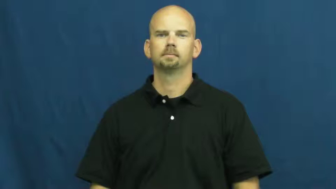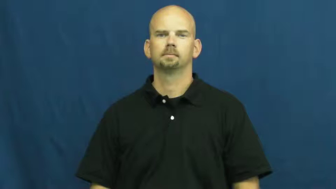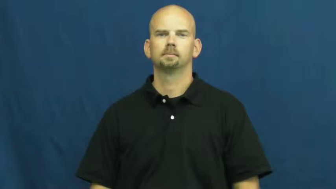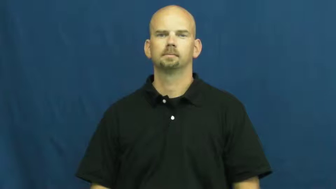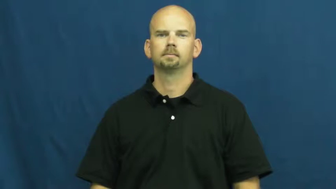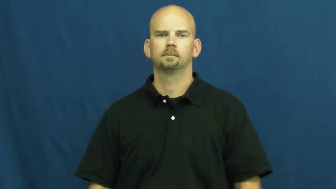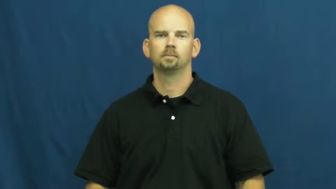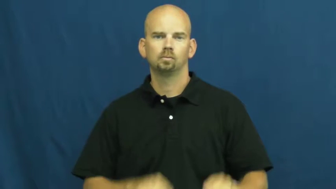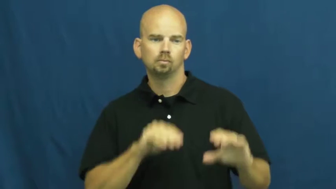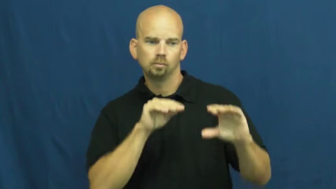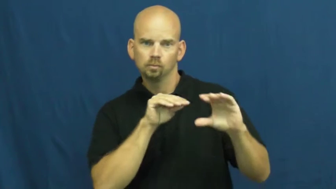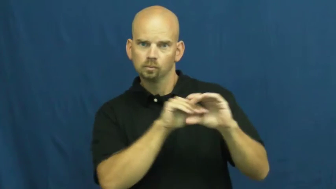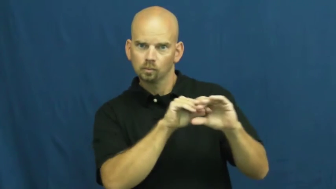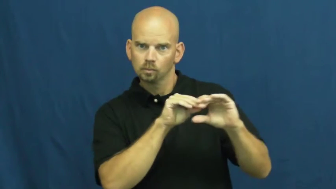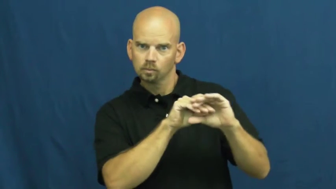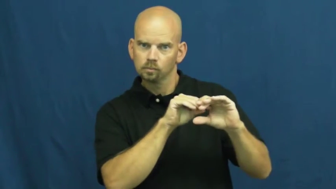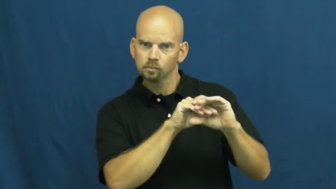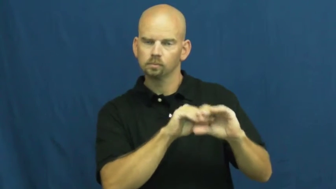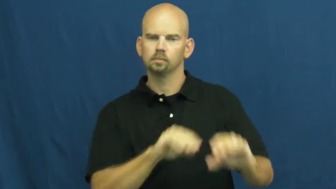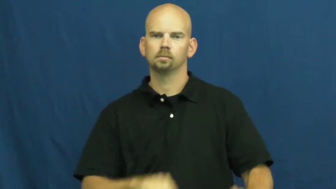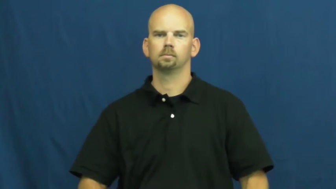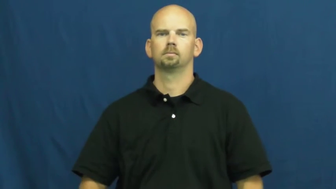store,squirrel,warehouse